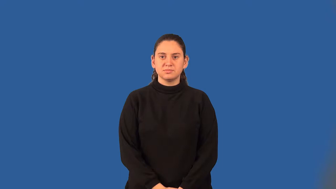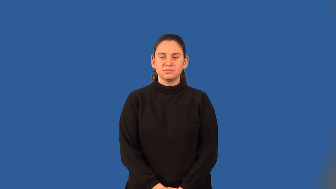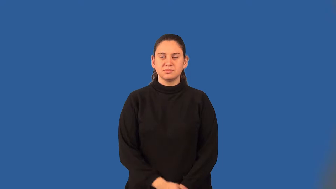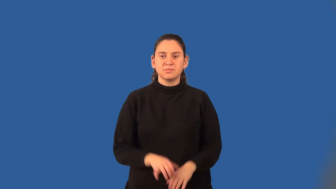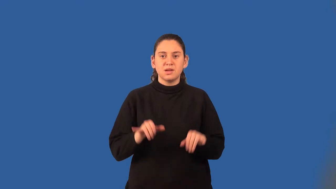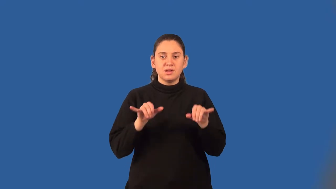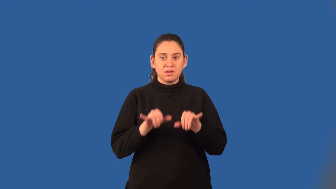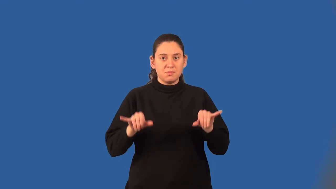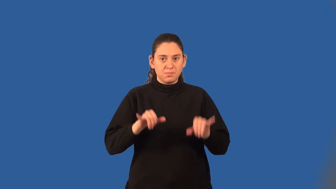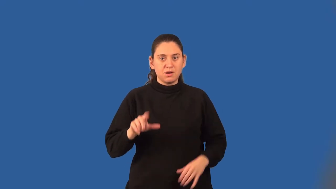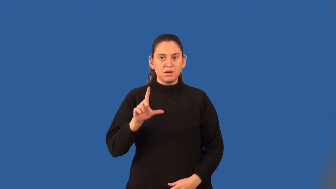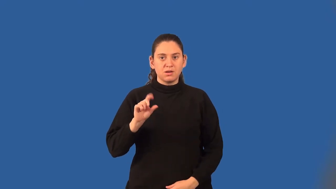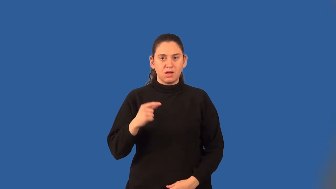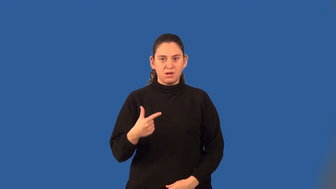common logarithm